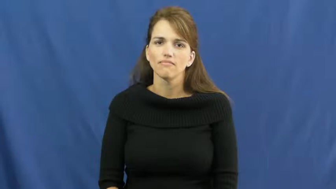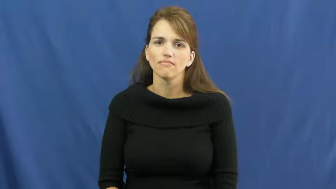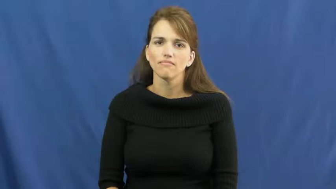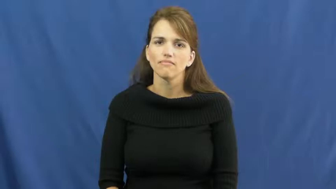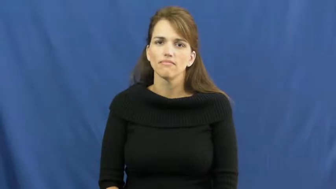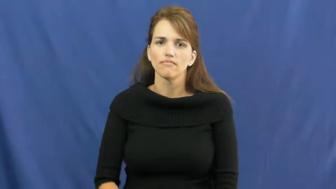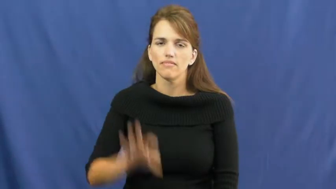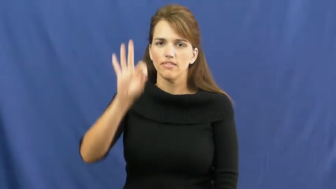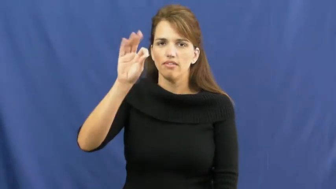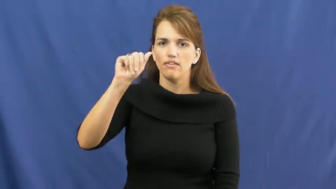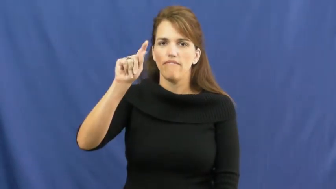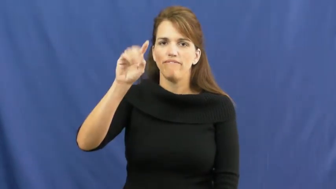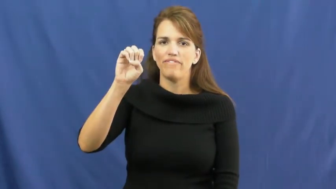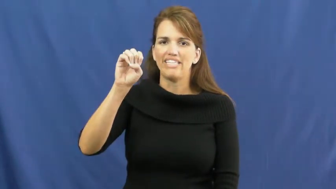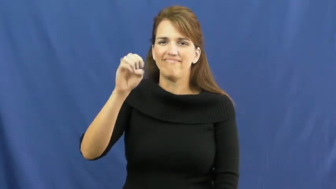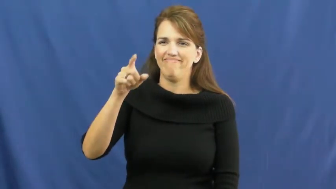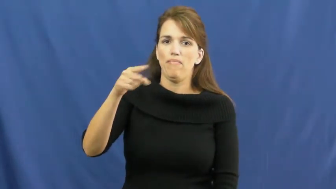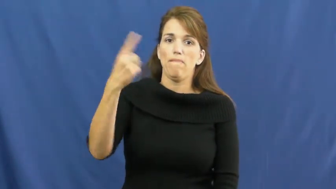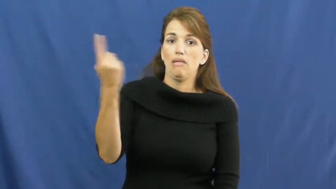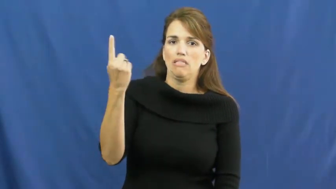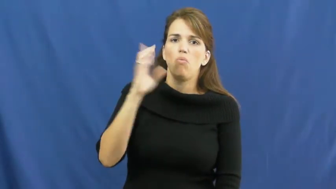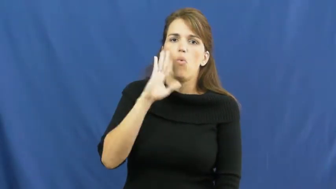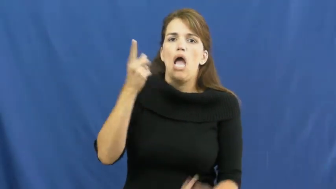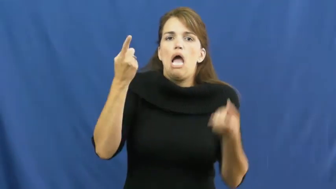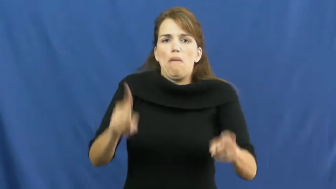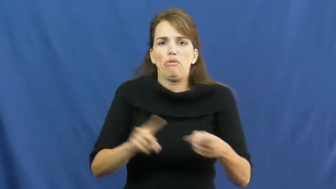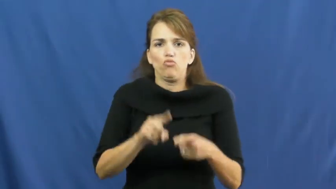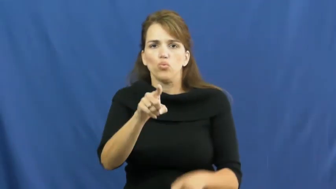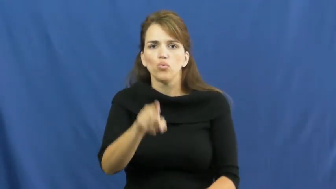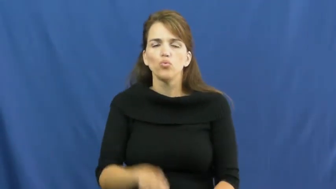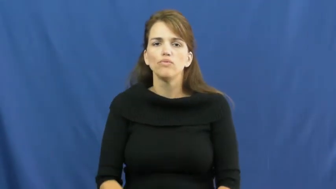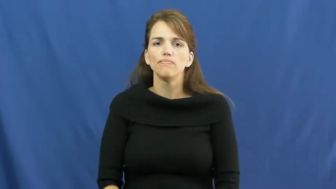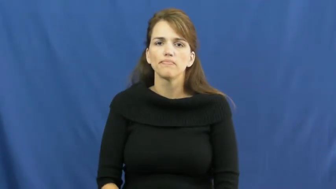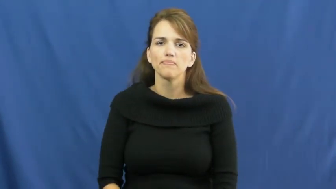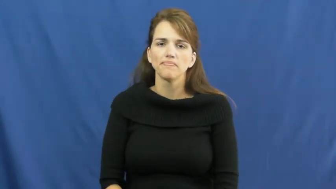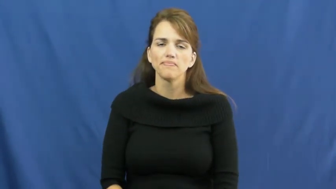fate